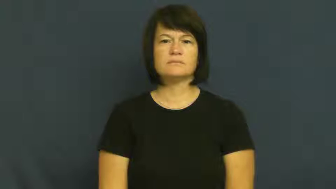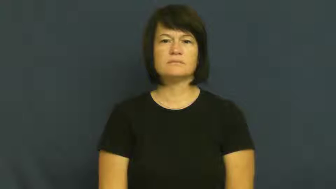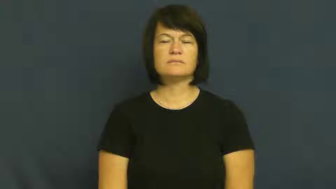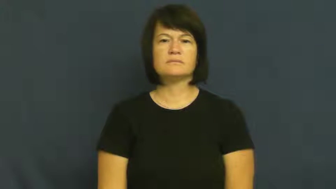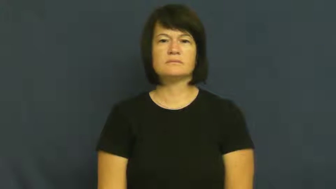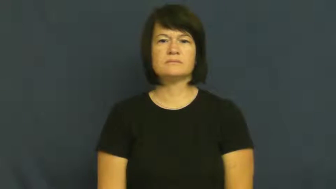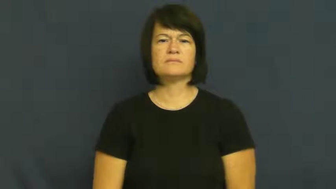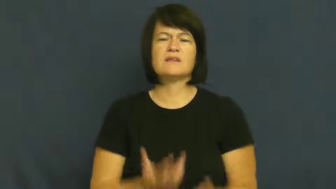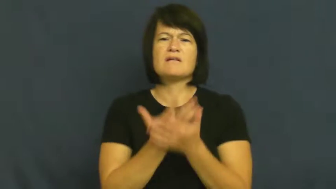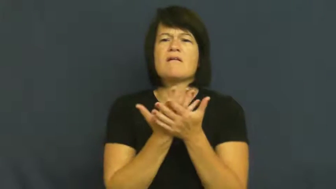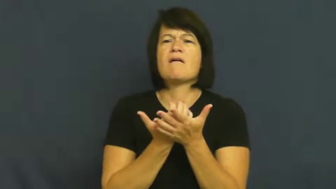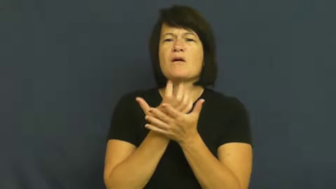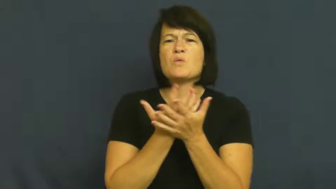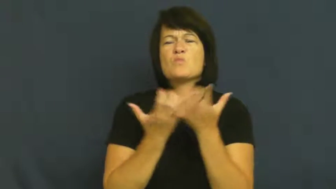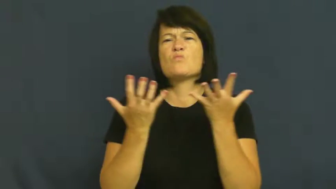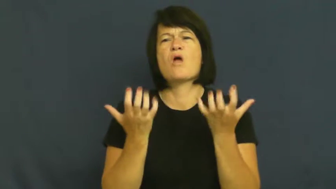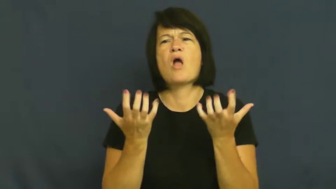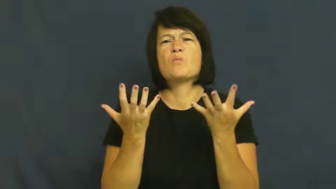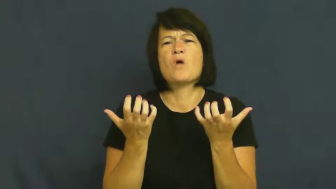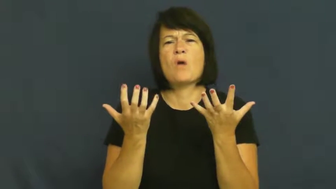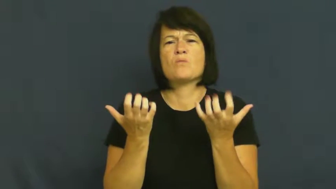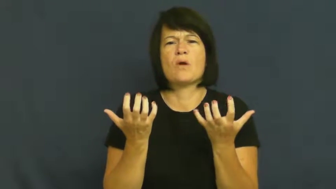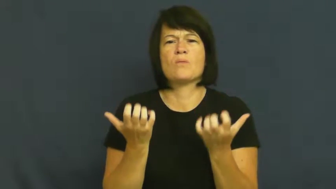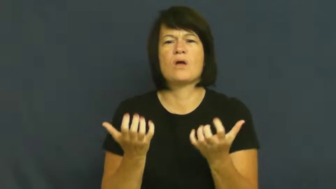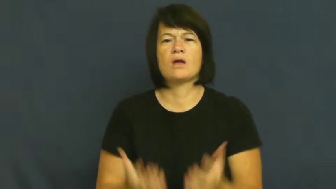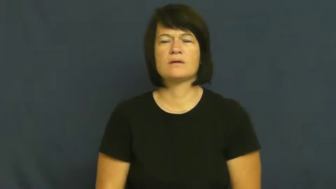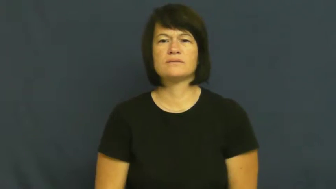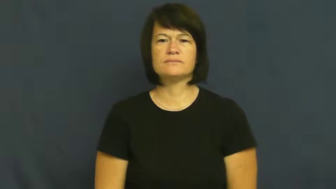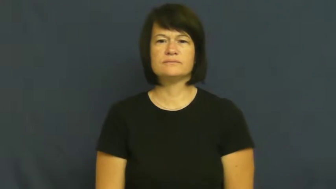long,hanker,desire,wistful,yen